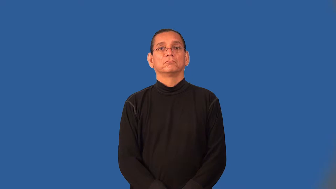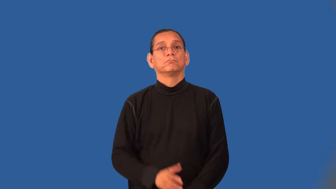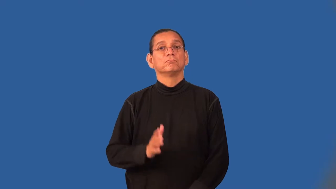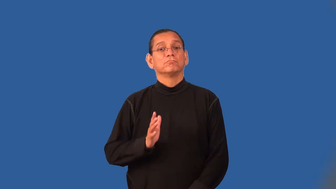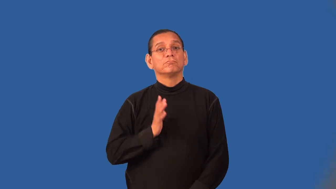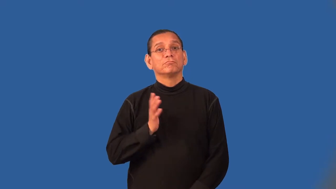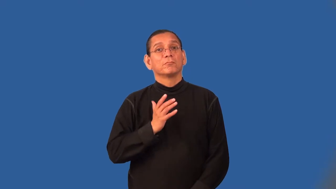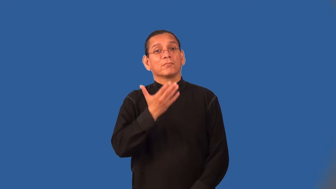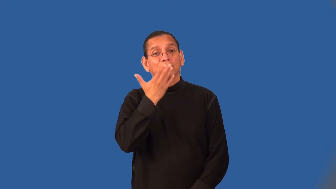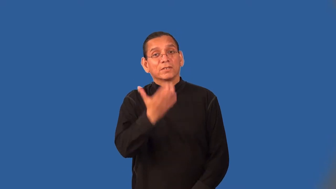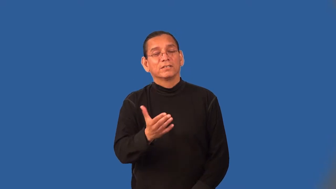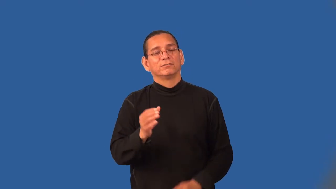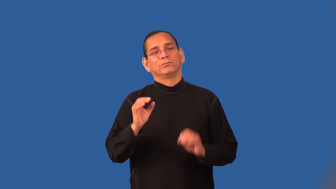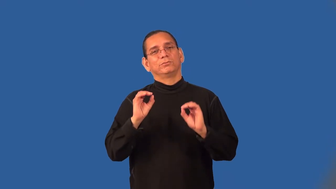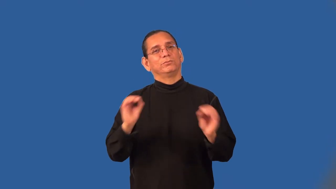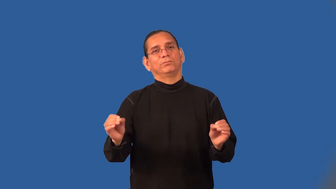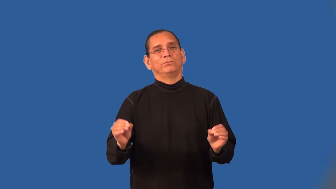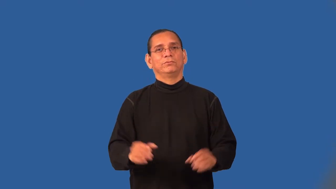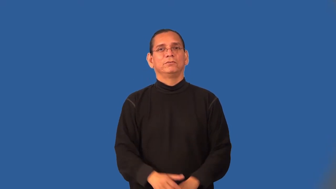thankless